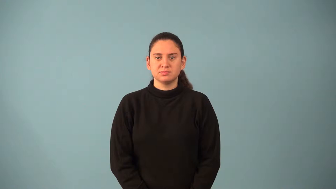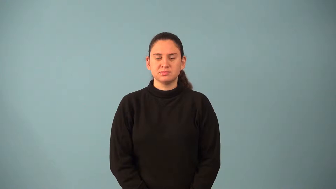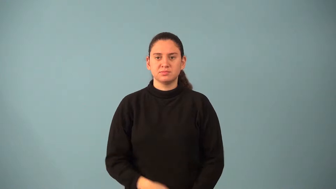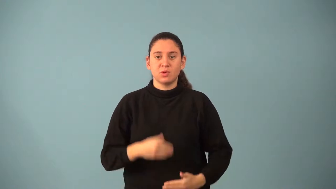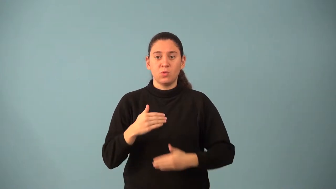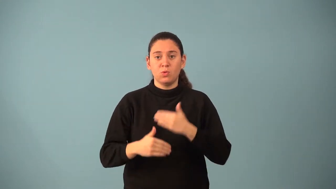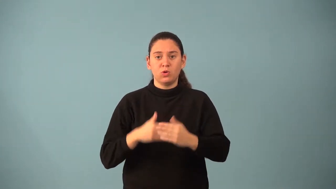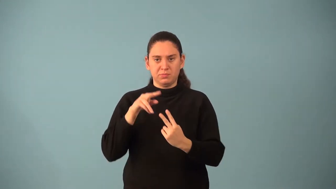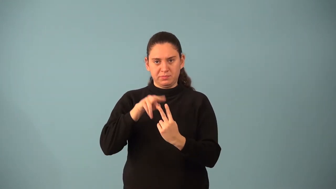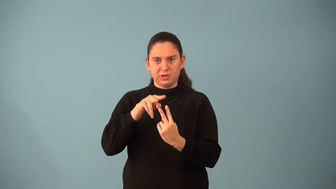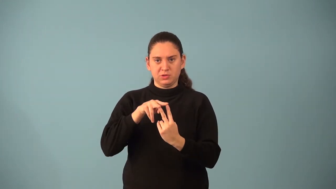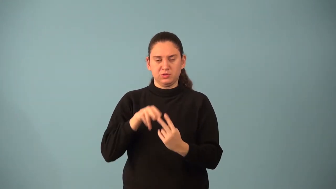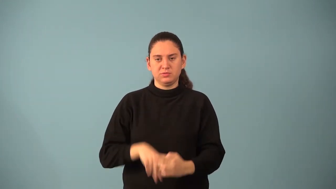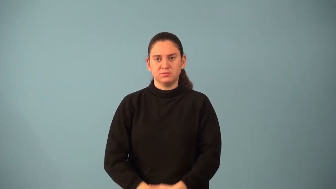ordered pair